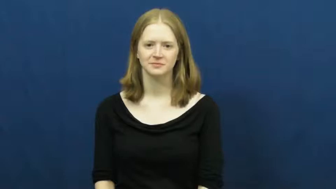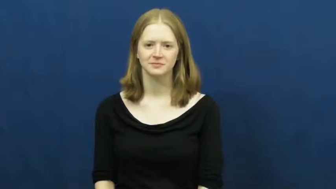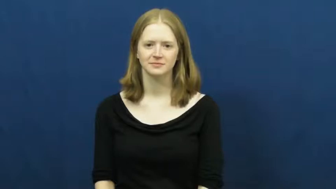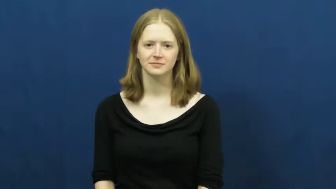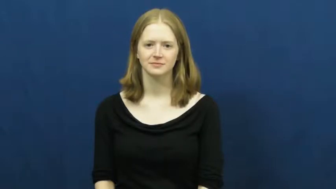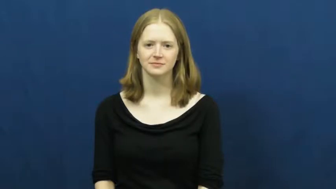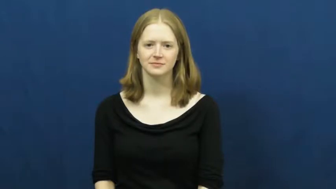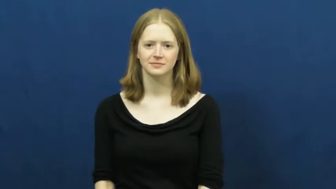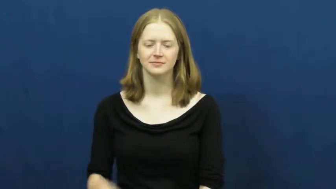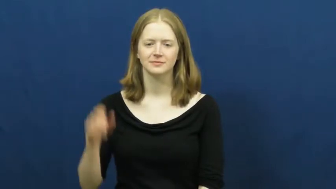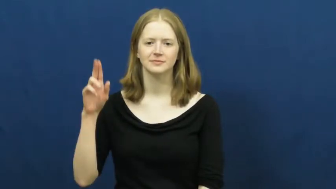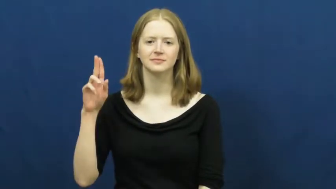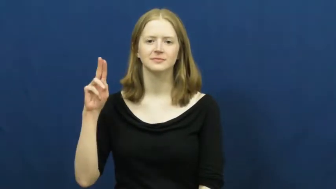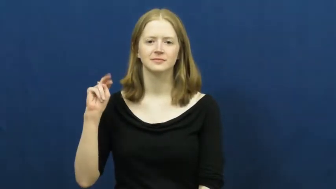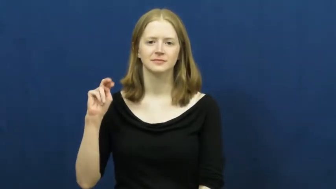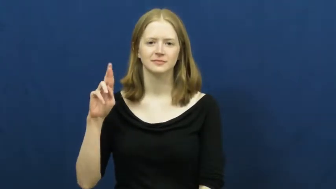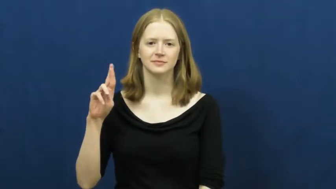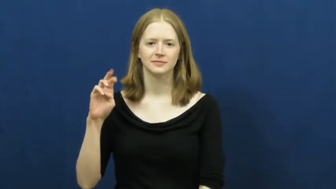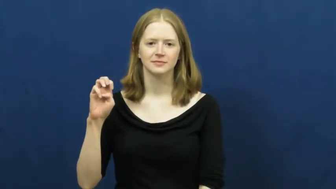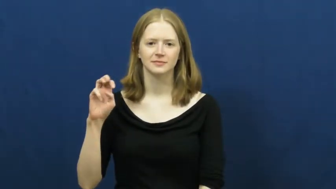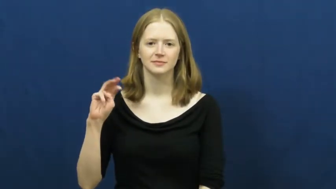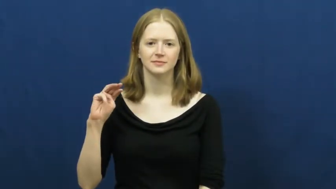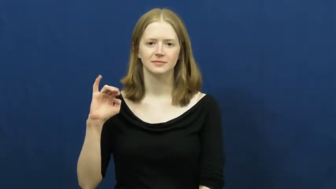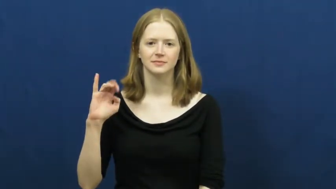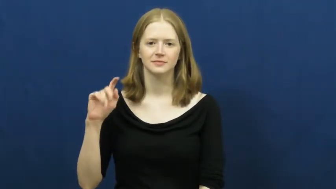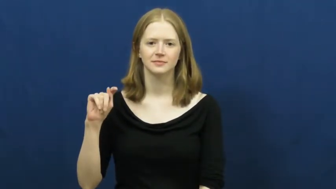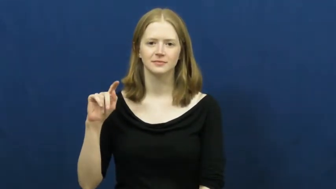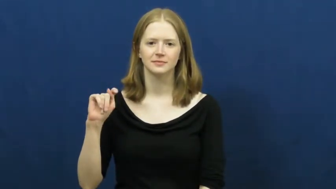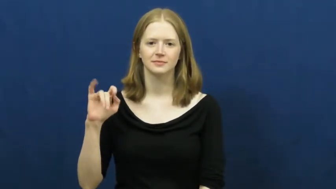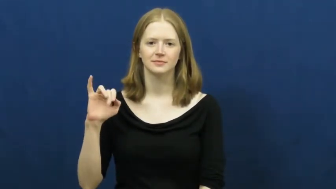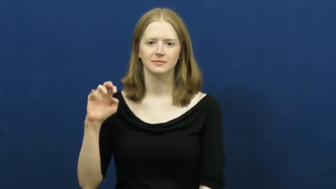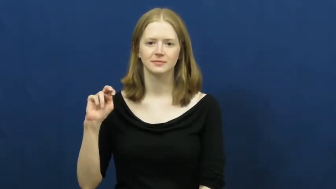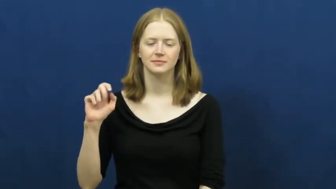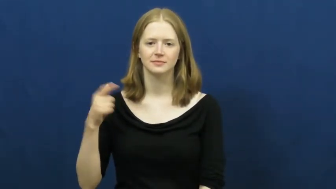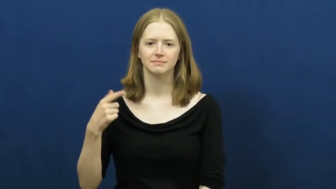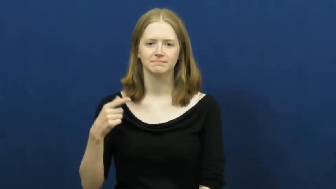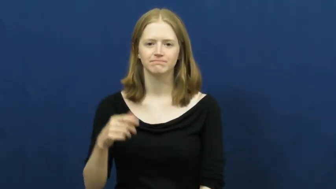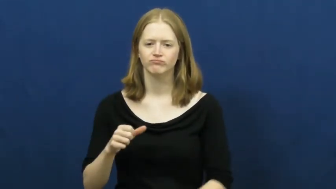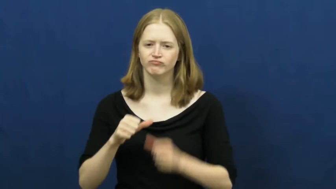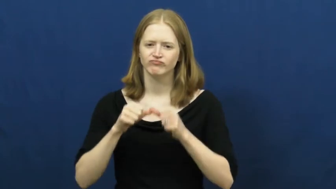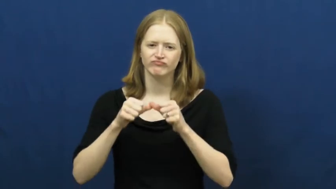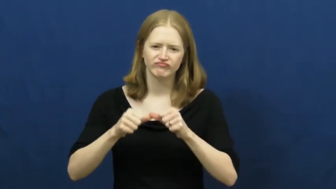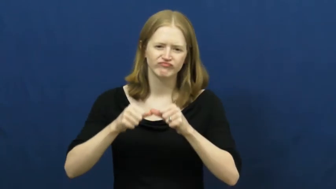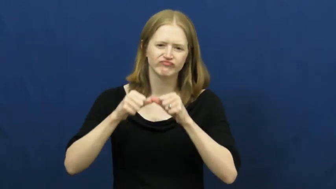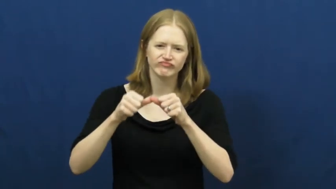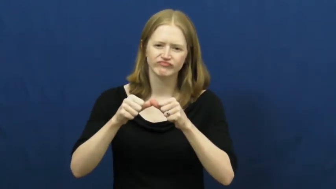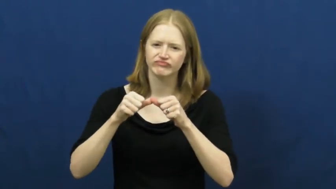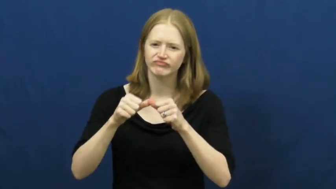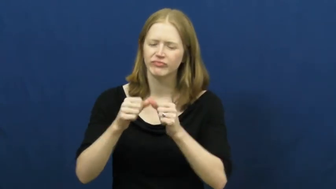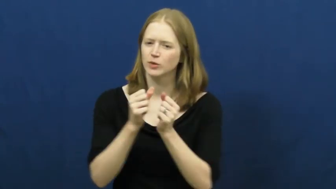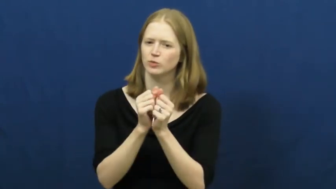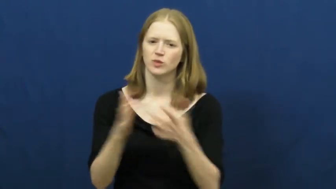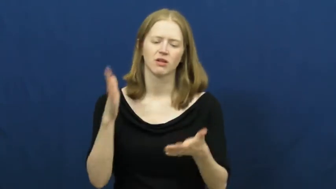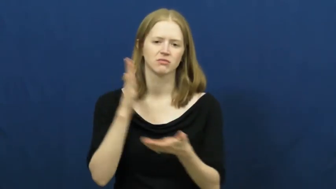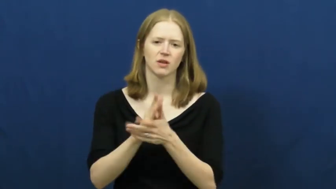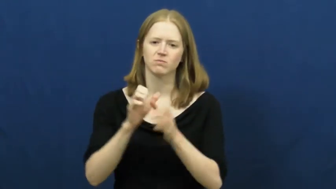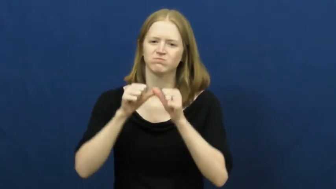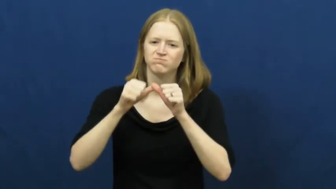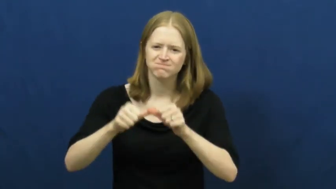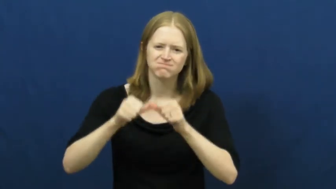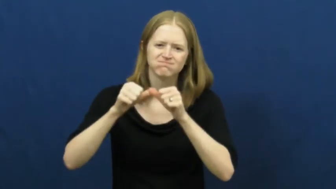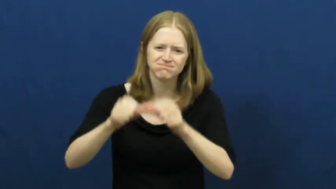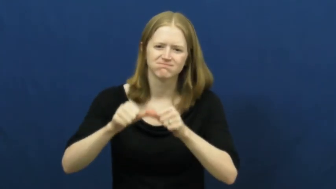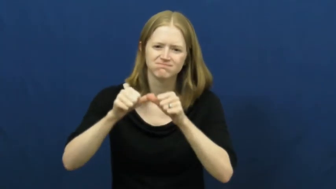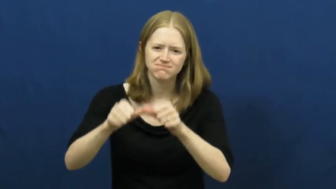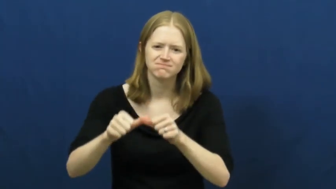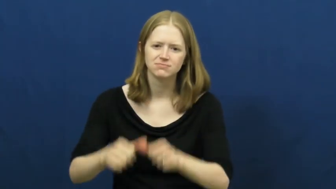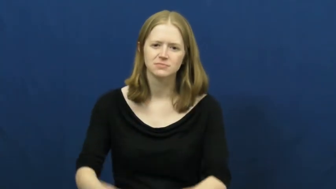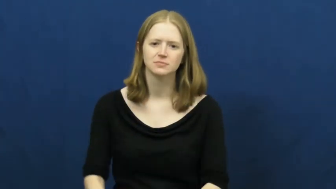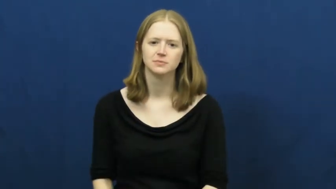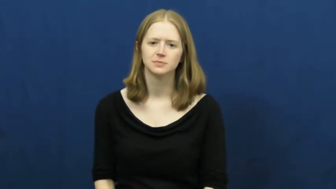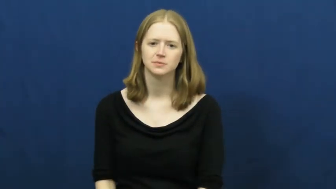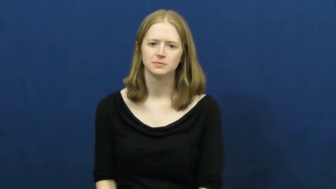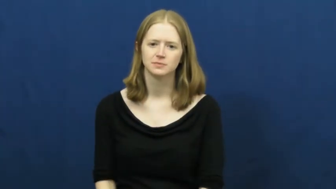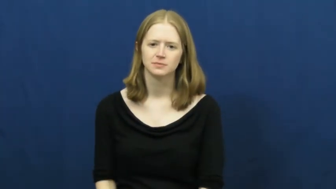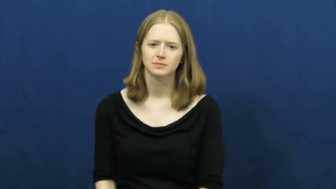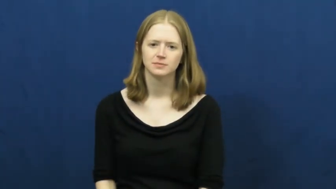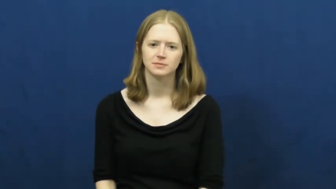unremitting